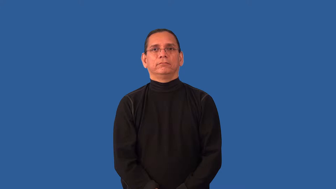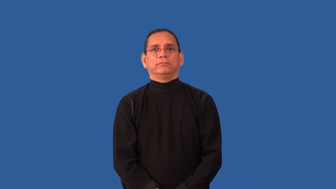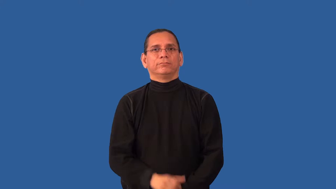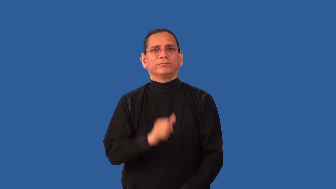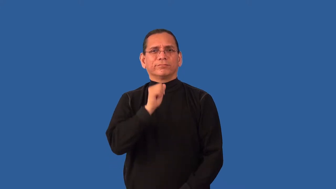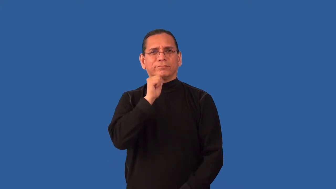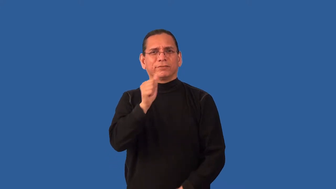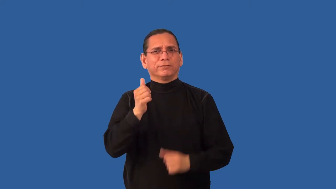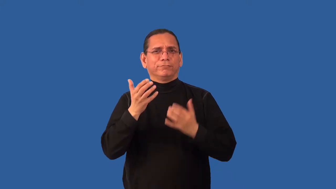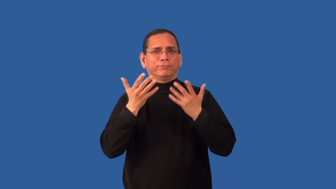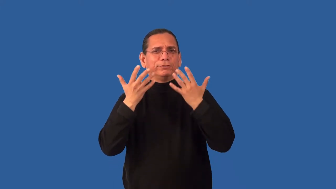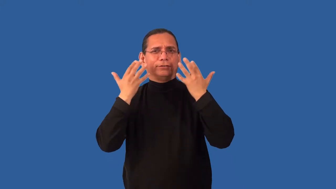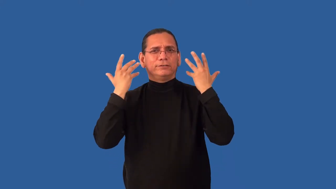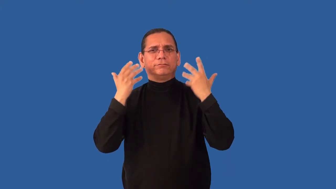antisocial,inapproachable